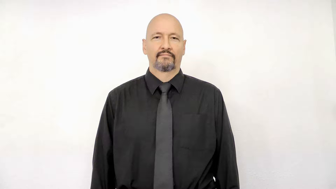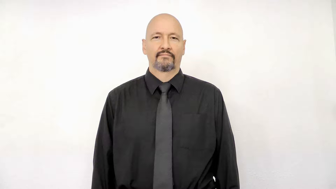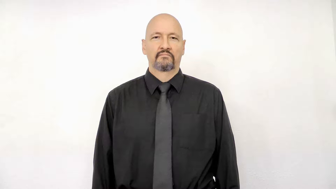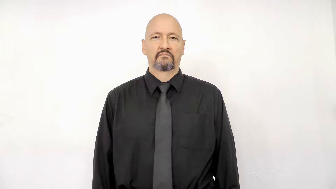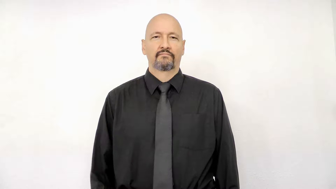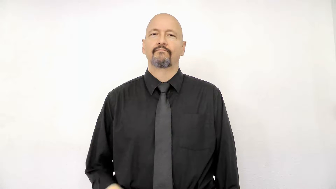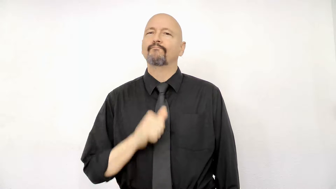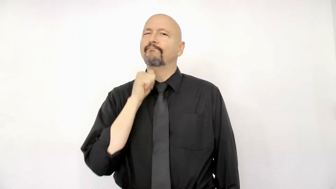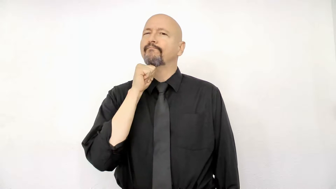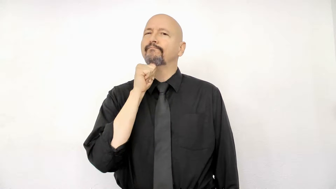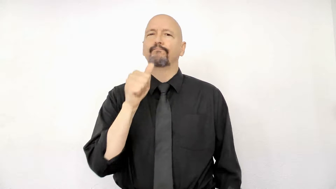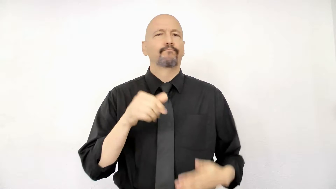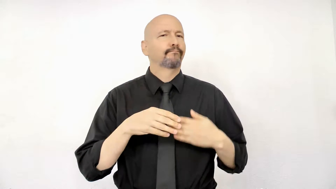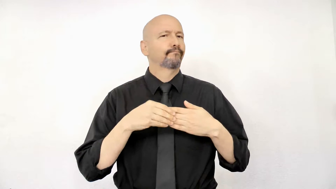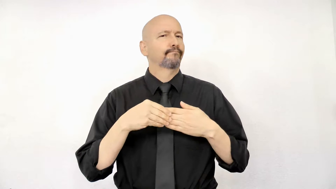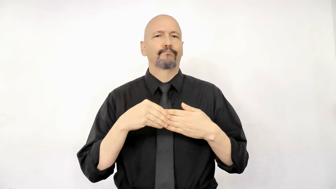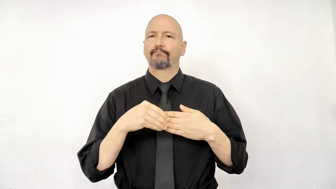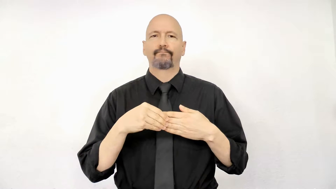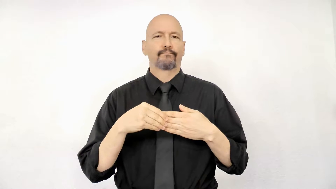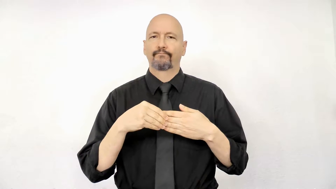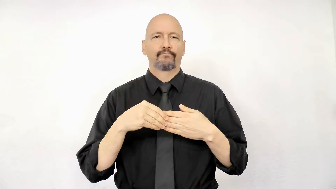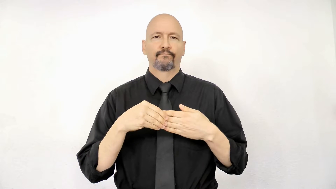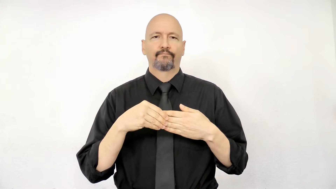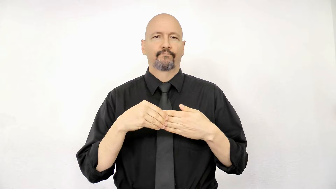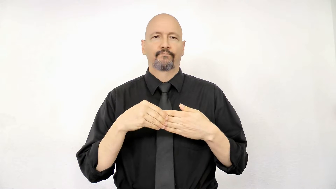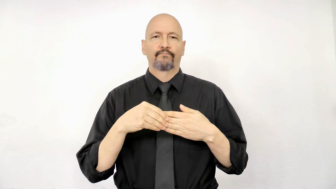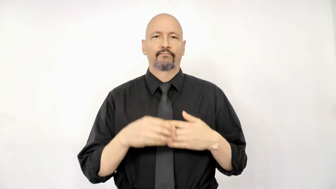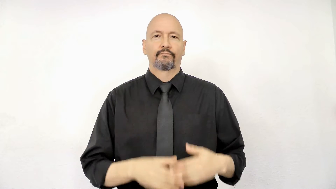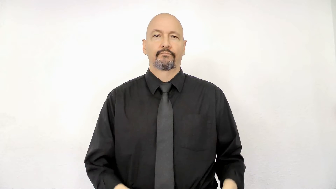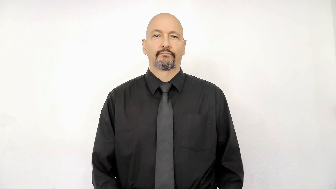not flexible